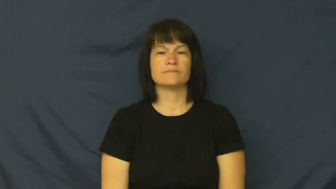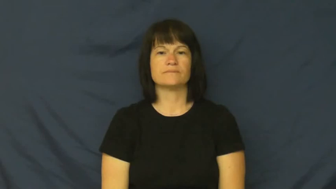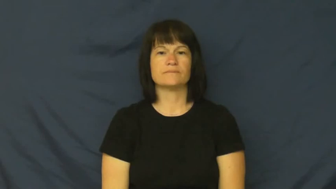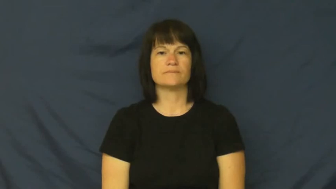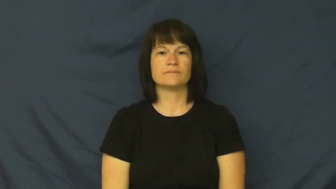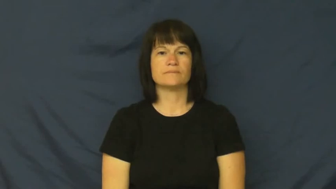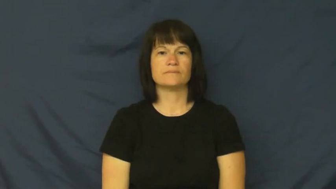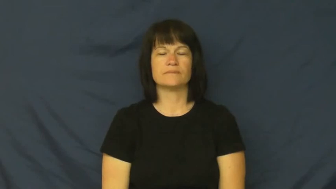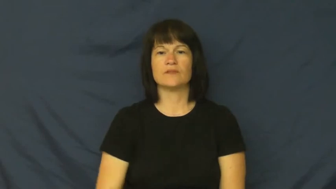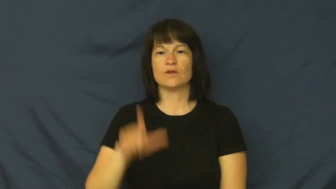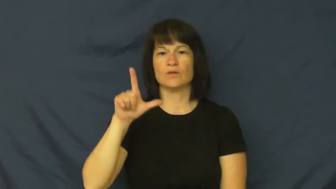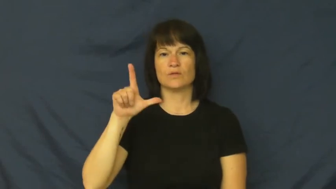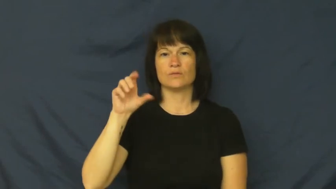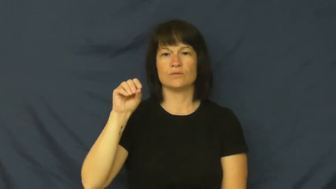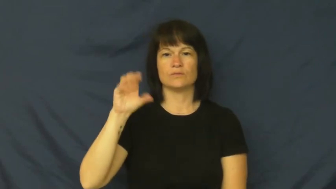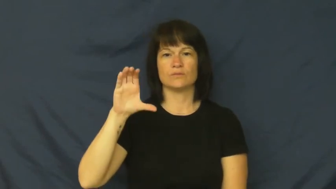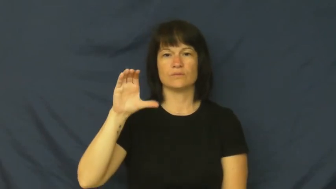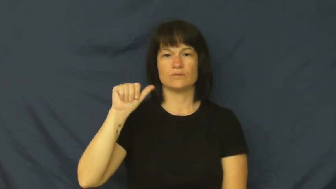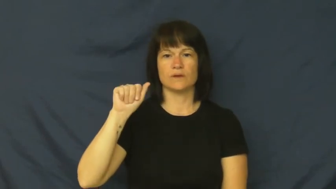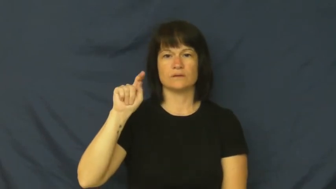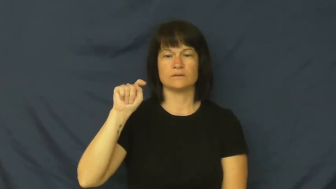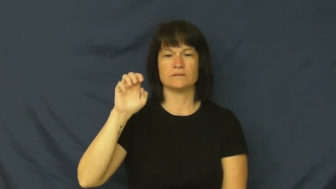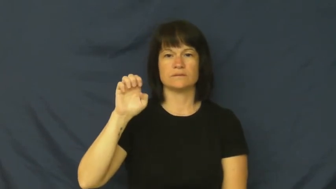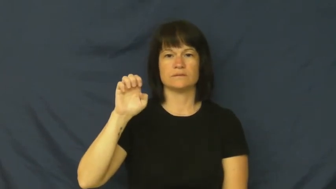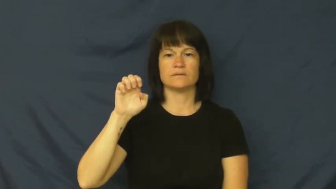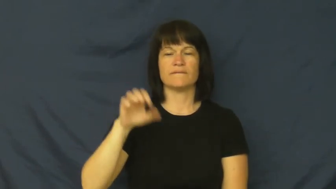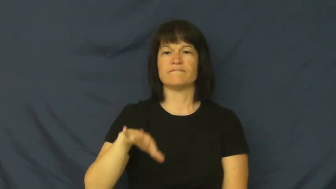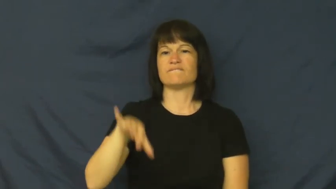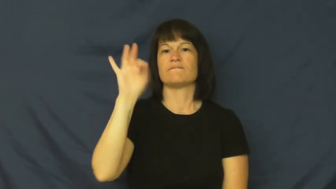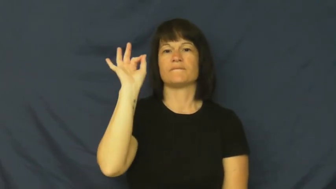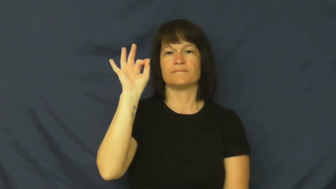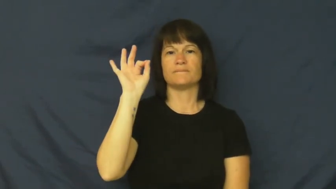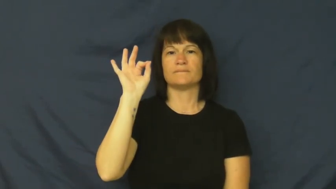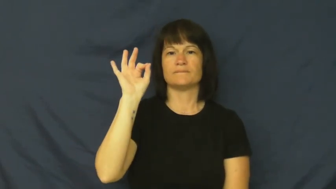locate-find